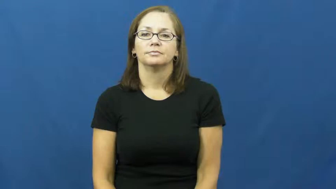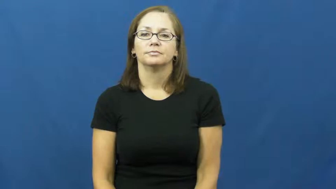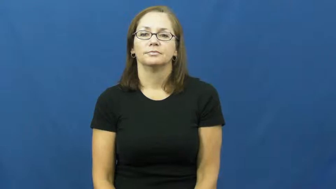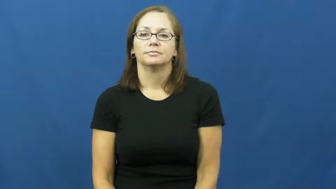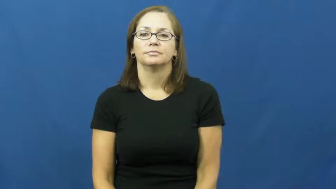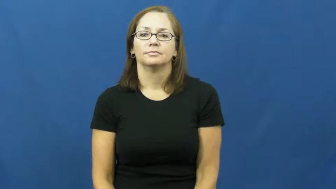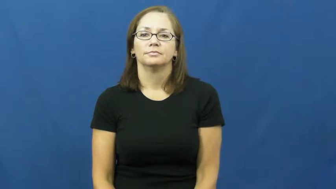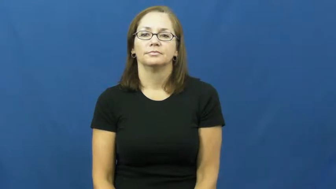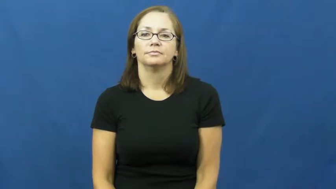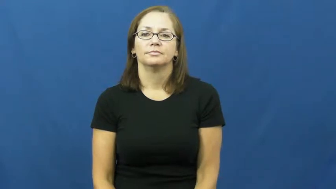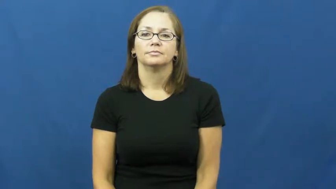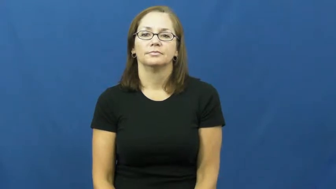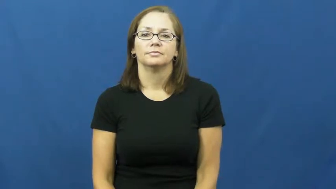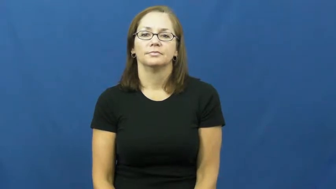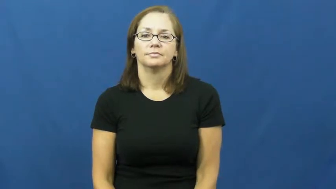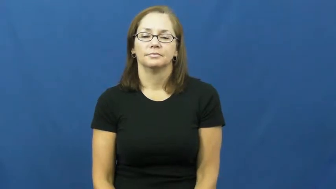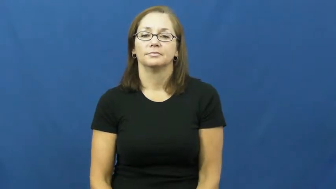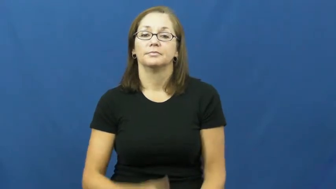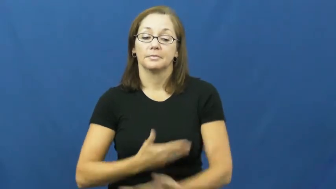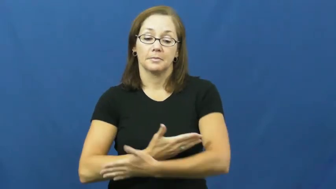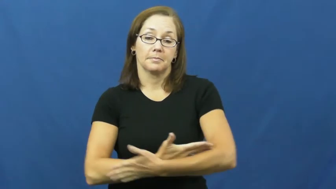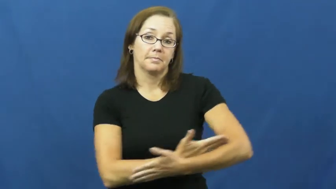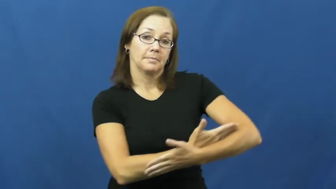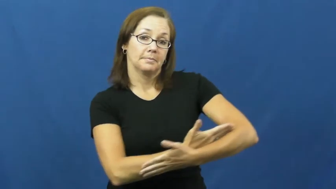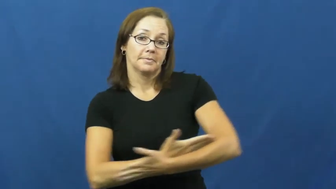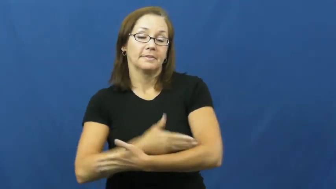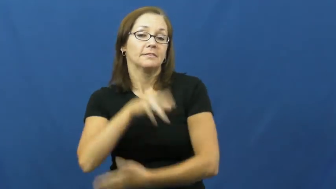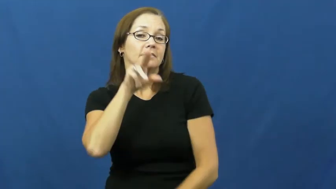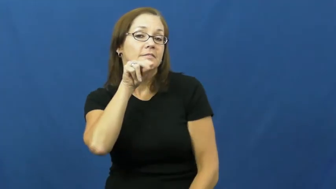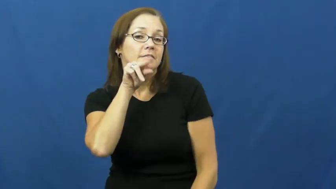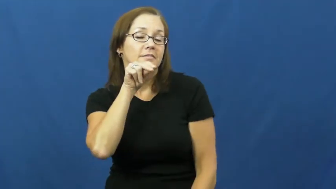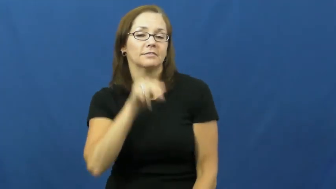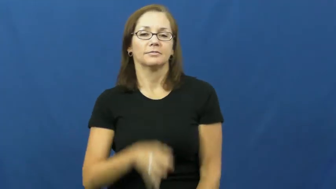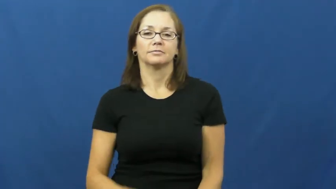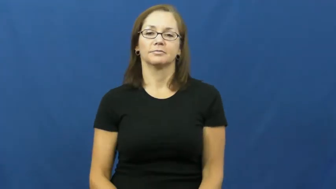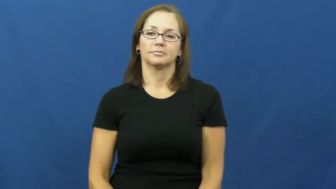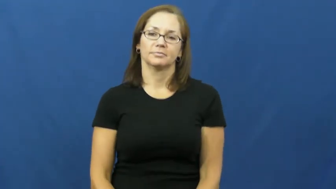duckling